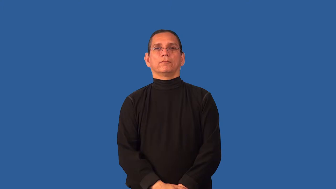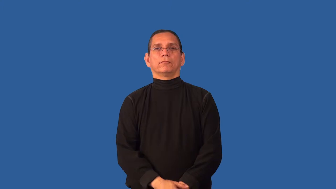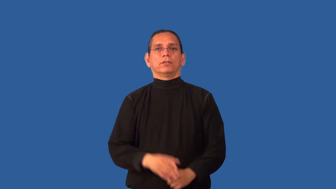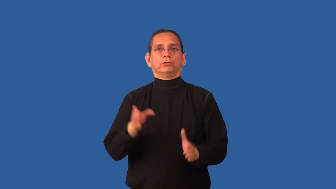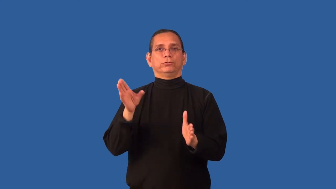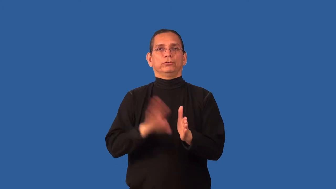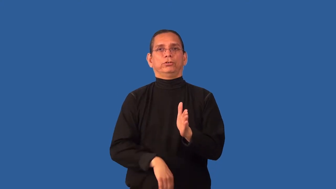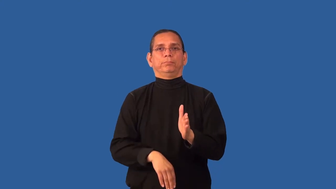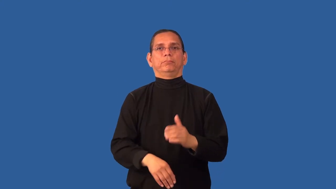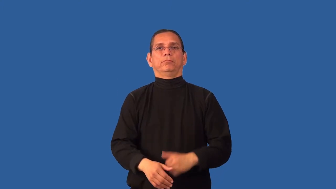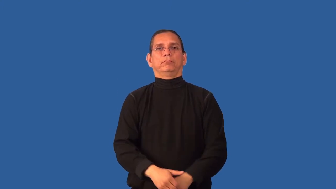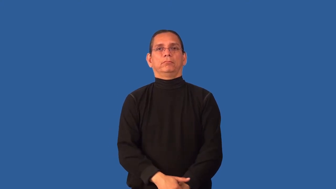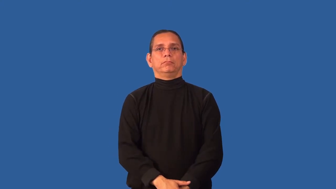chintzy